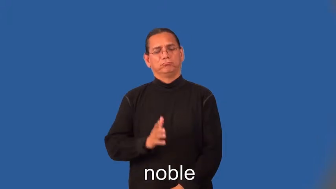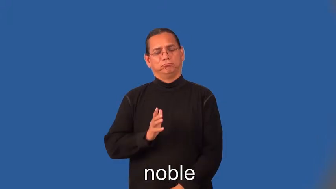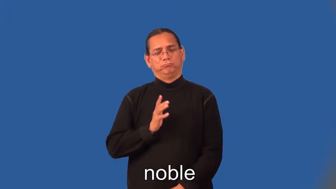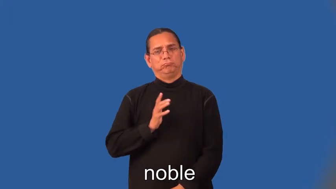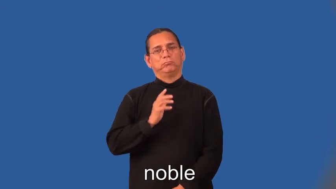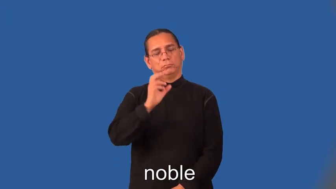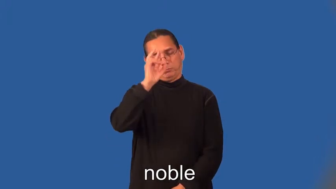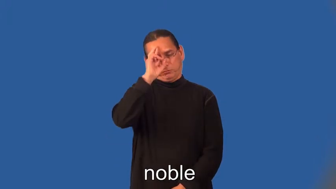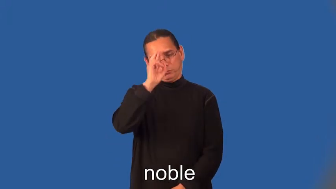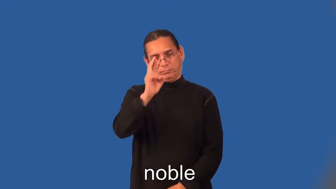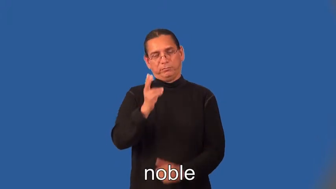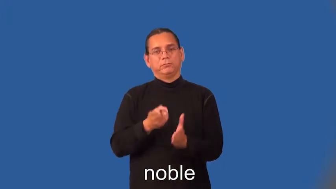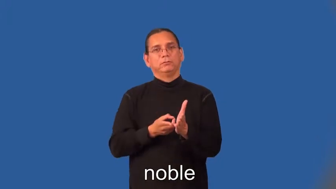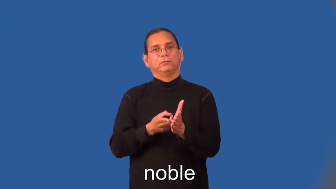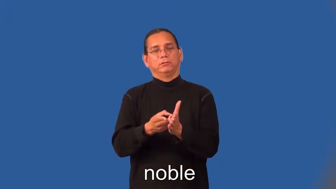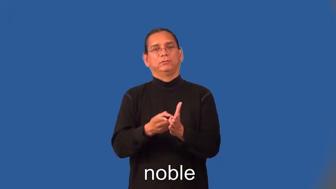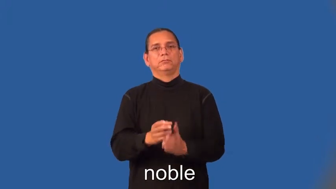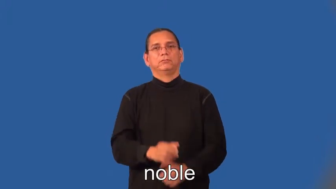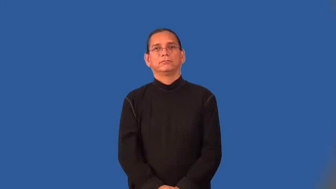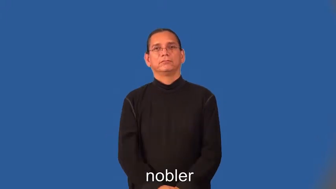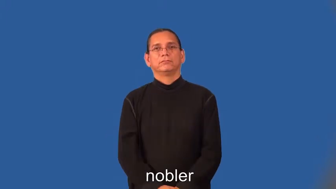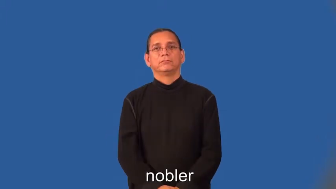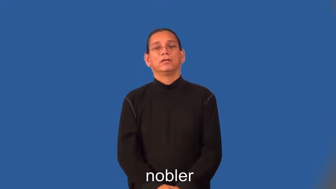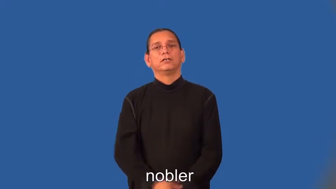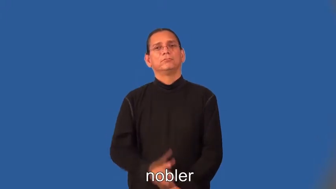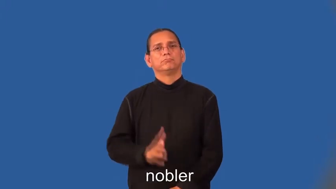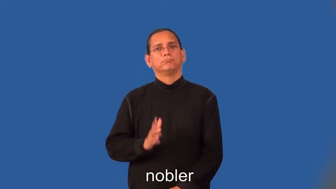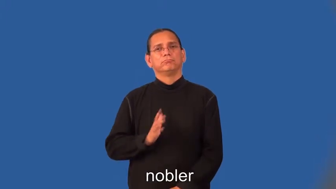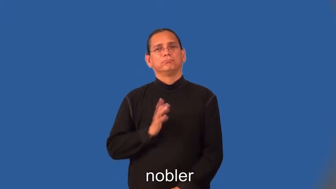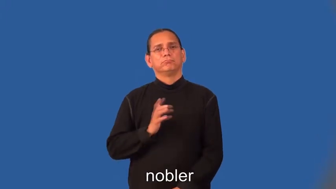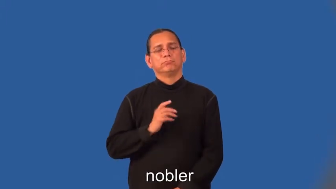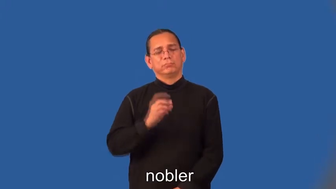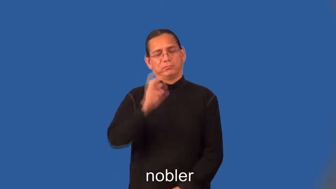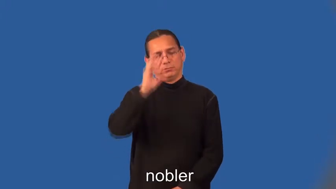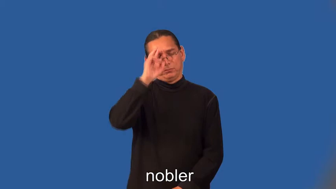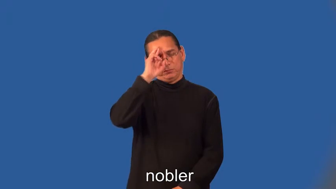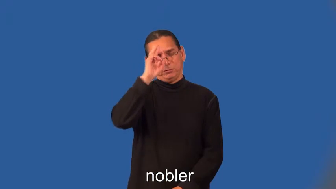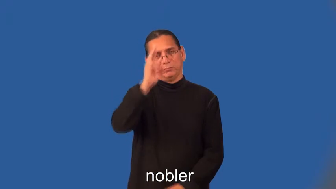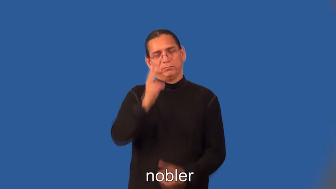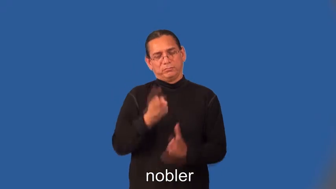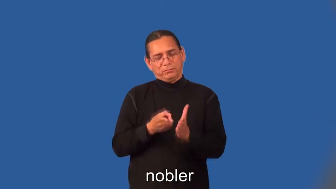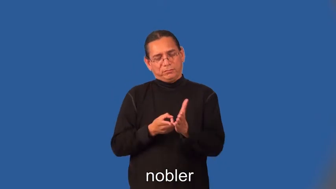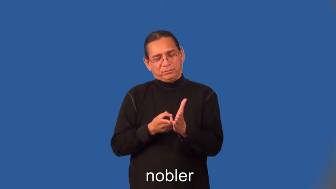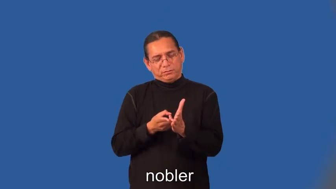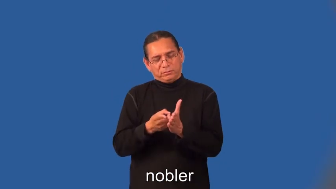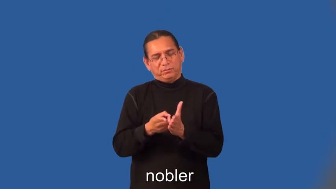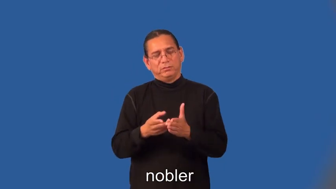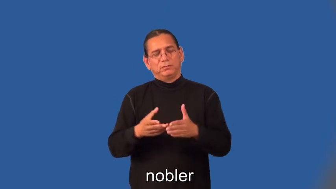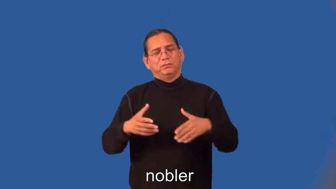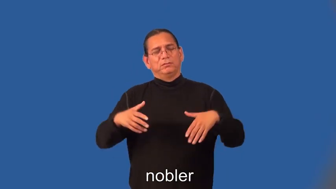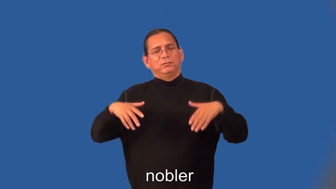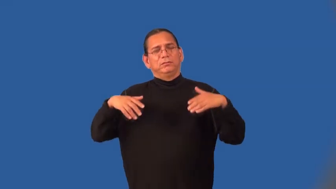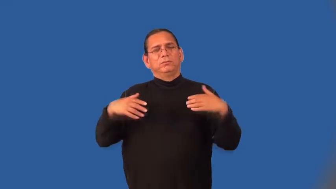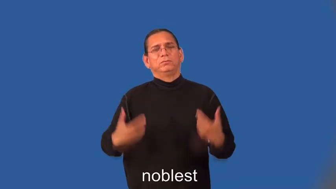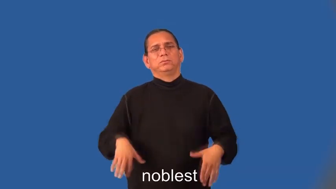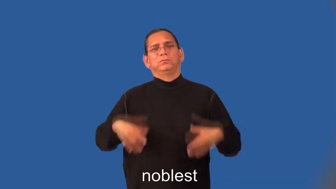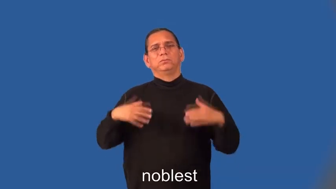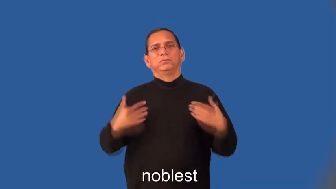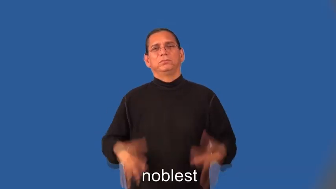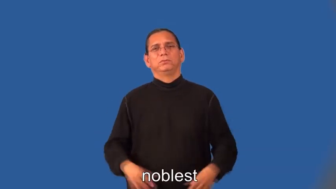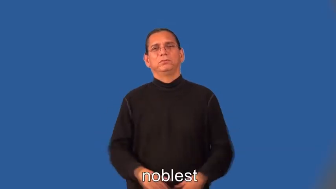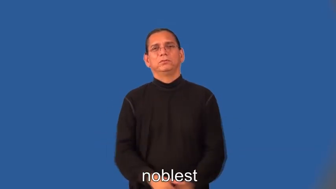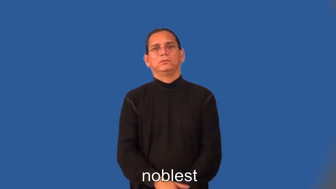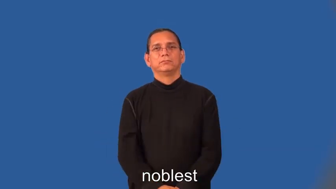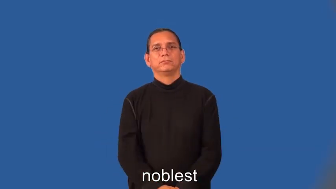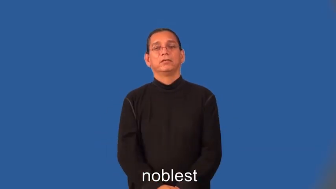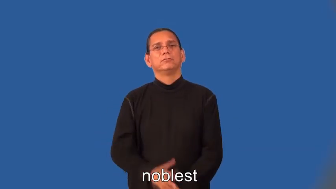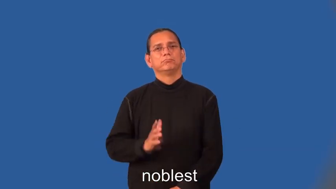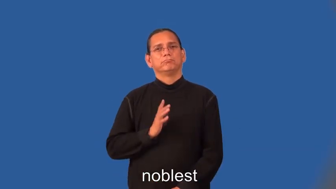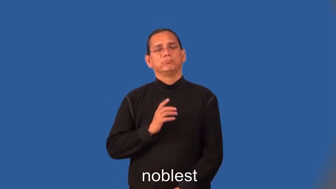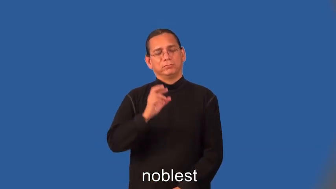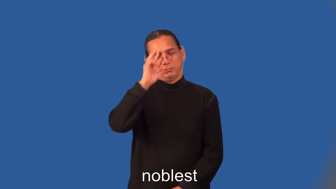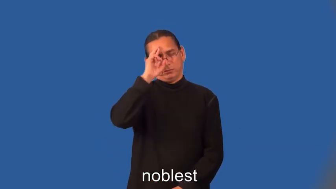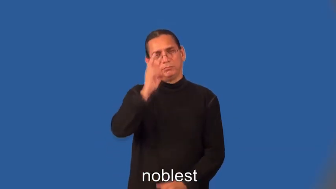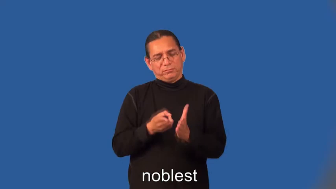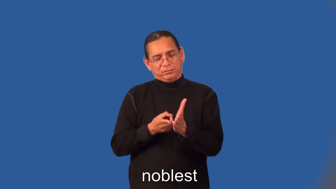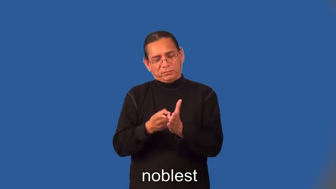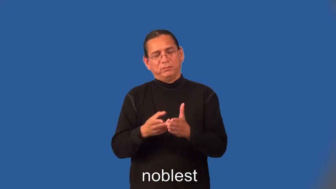nobler,noblest